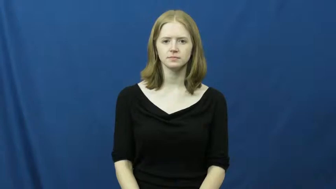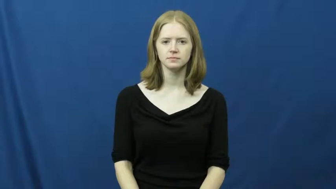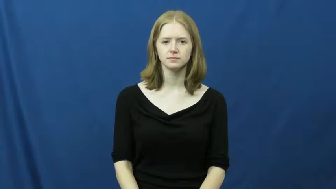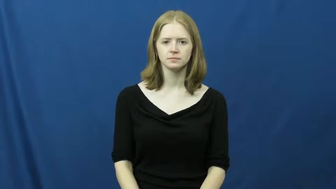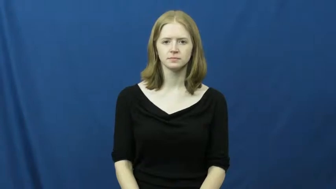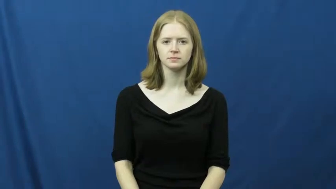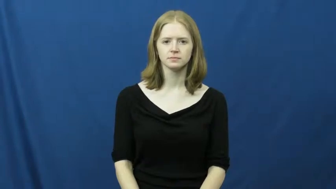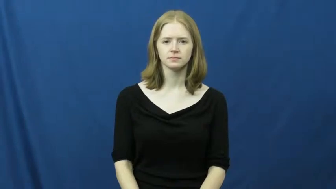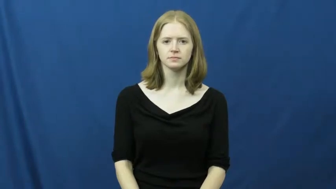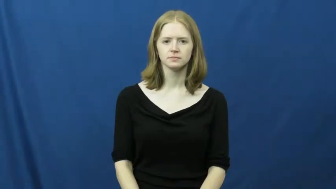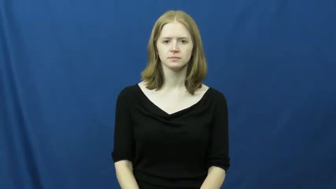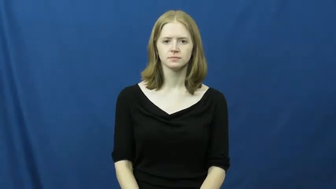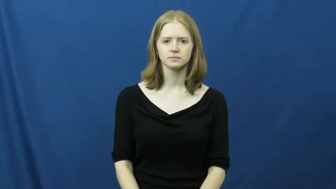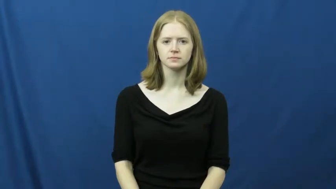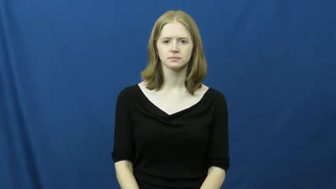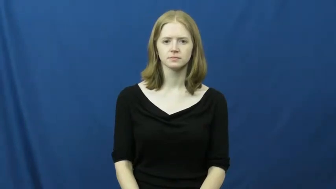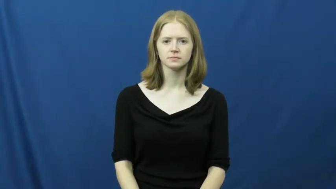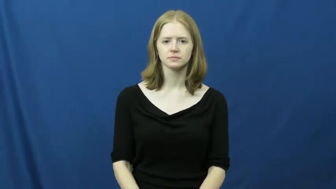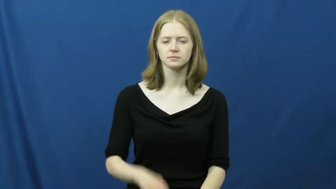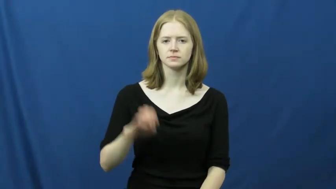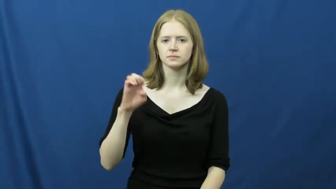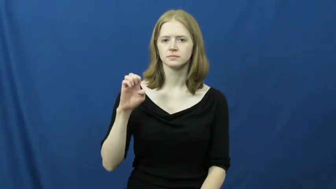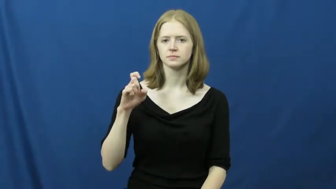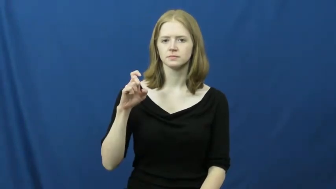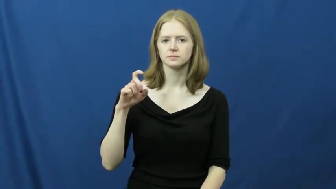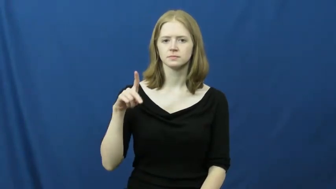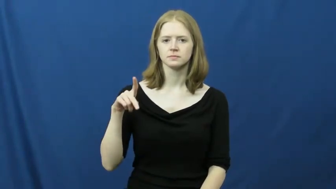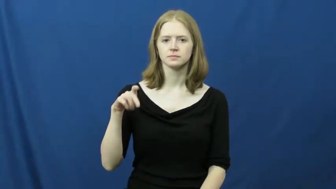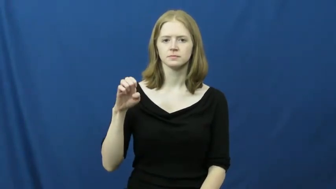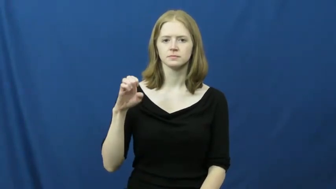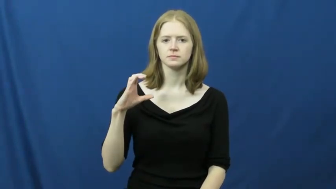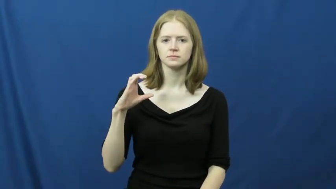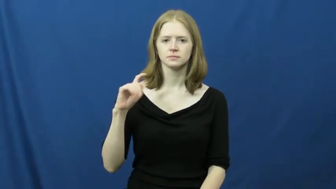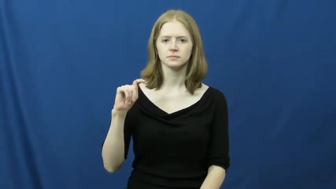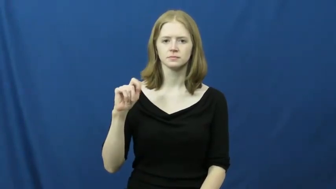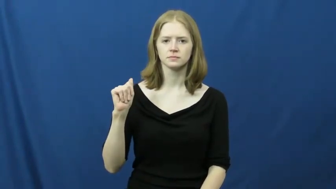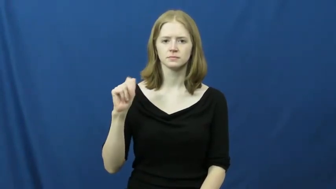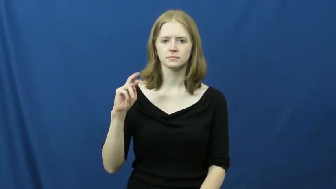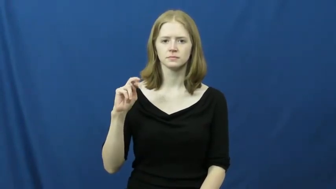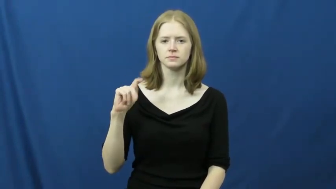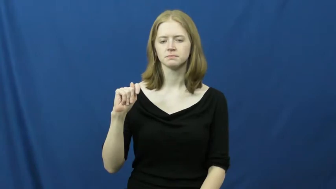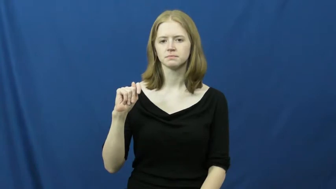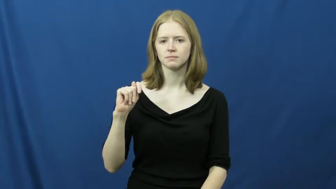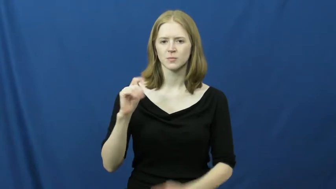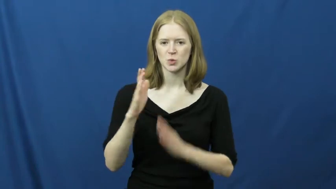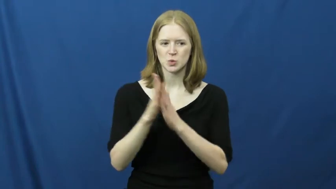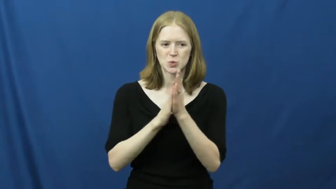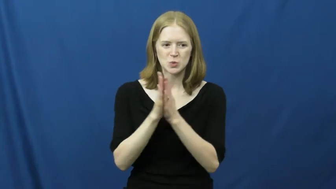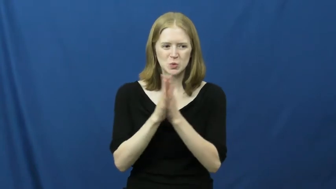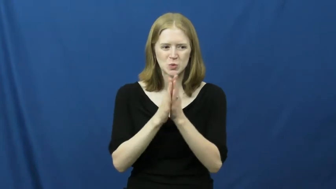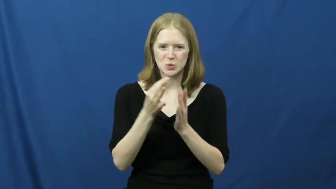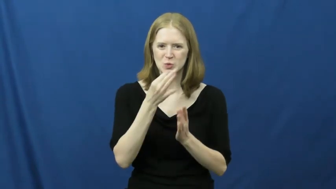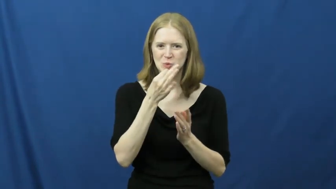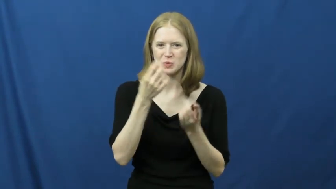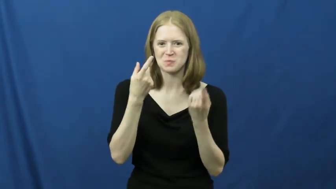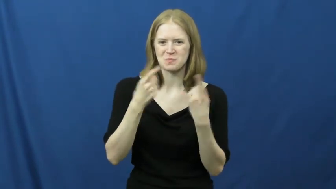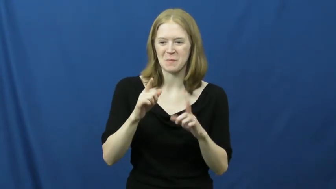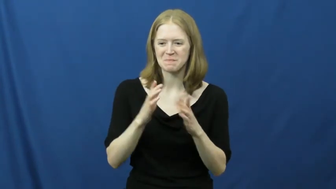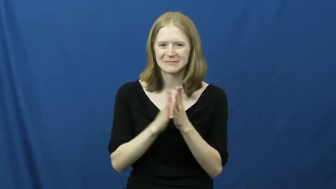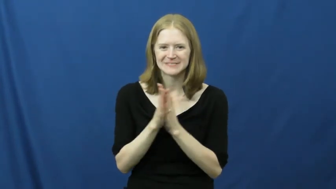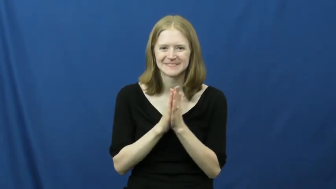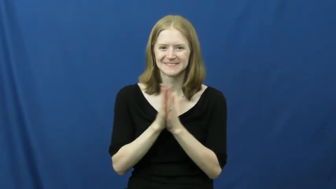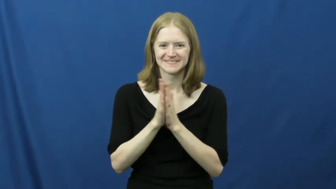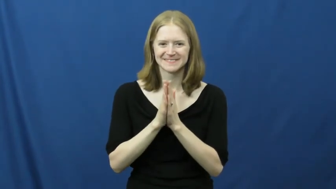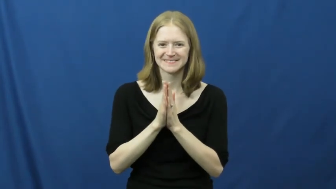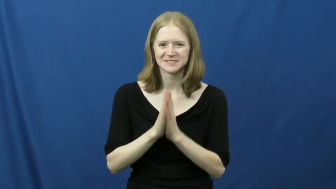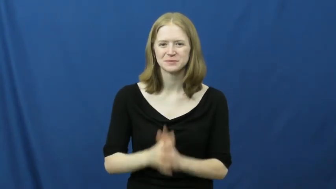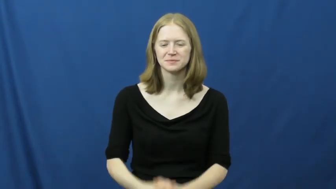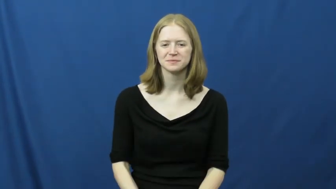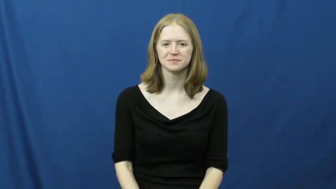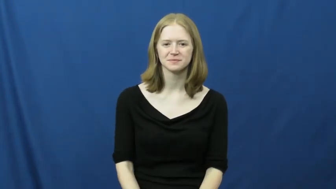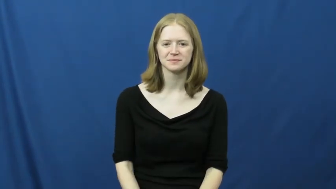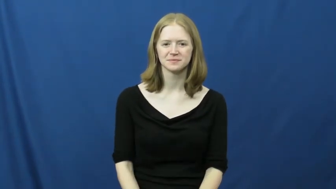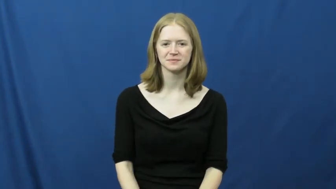expectant